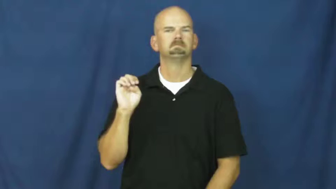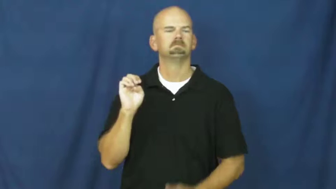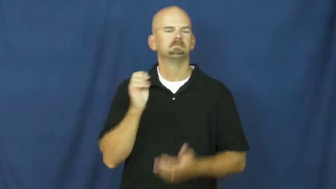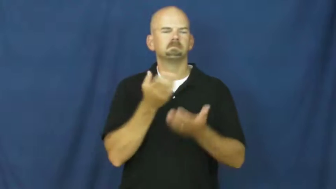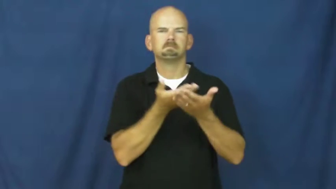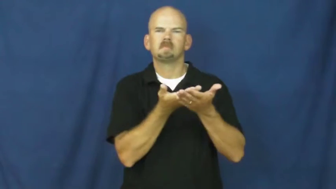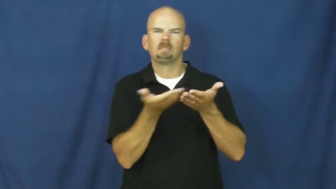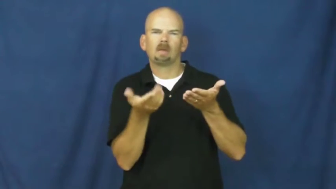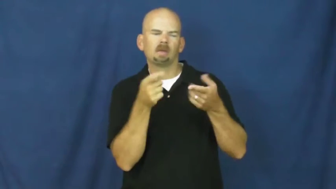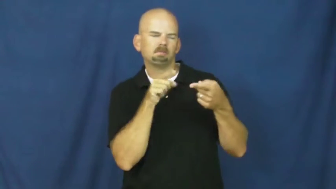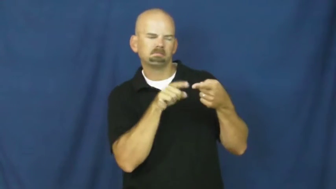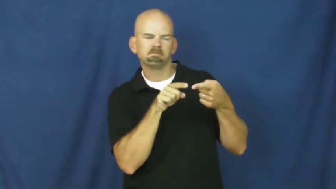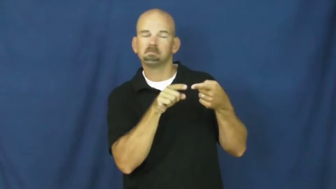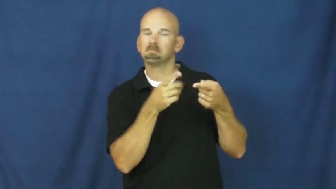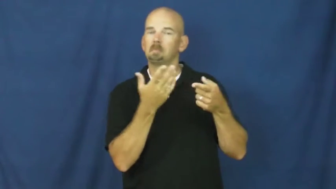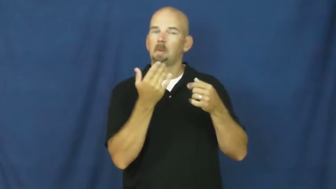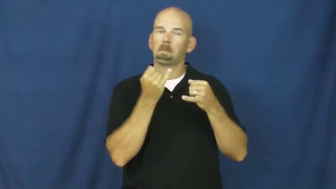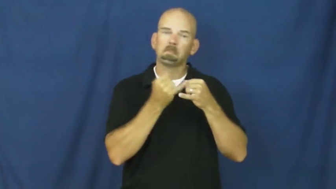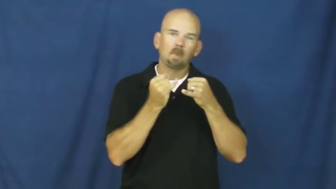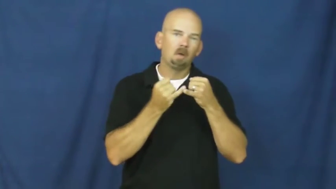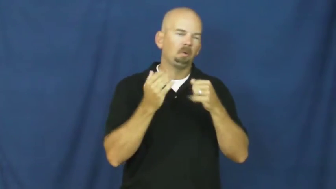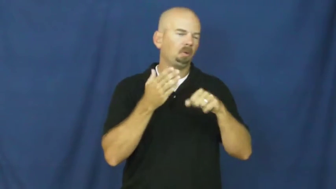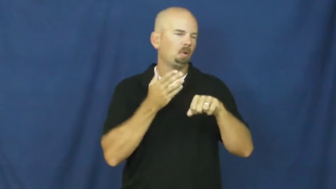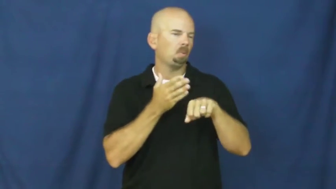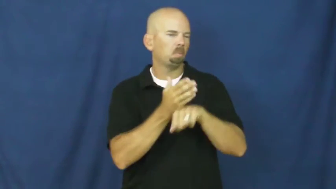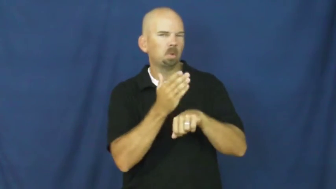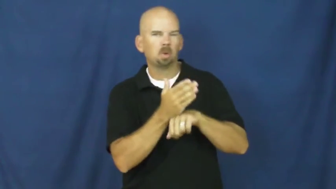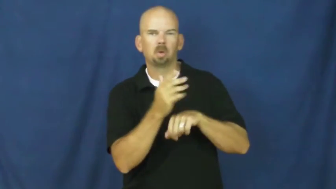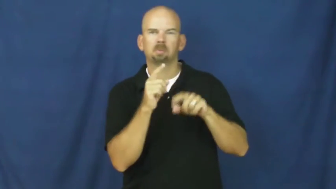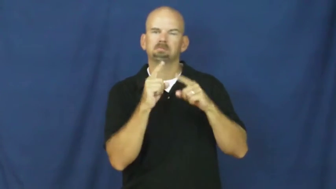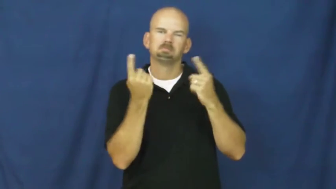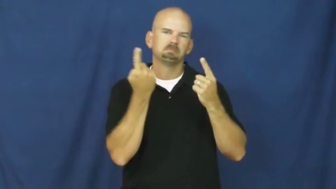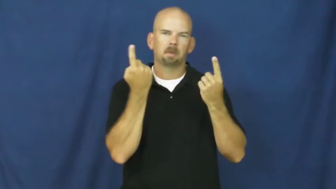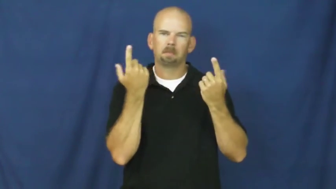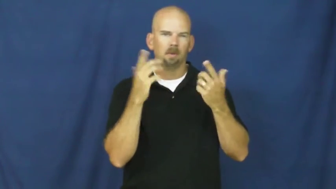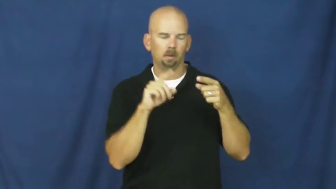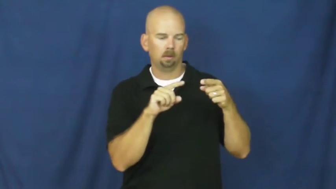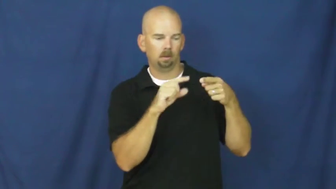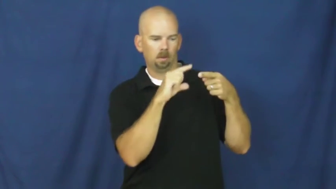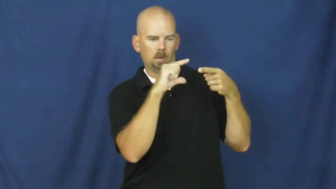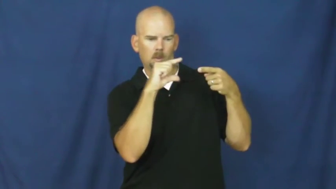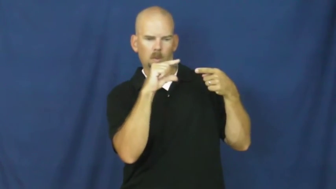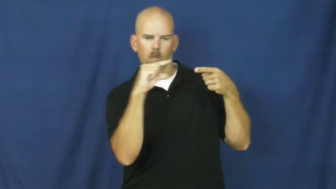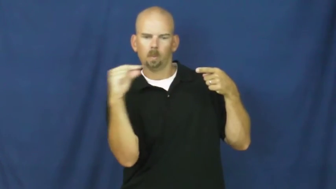spike,barb